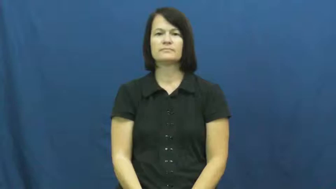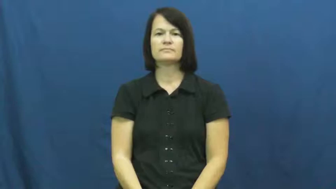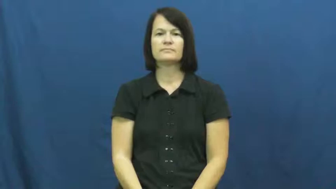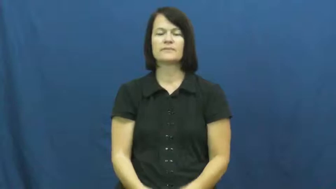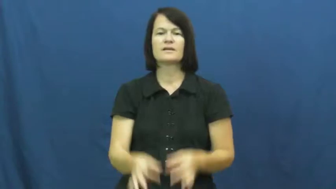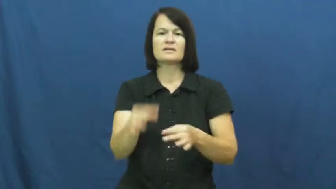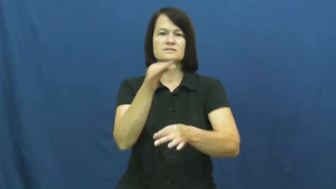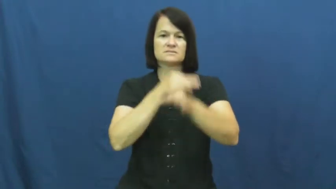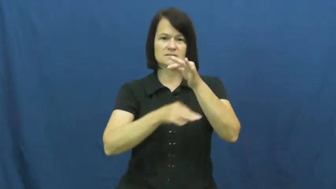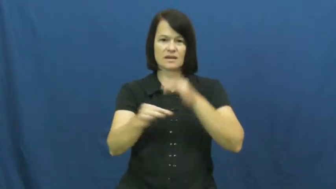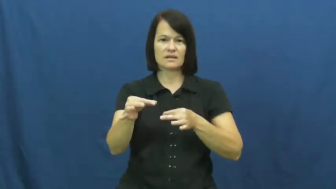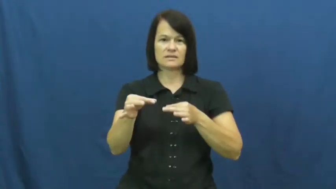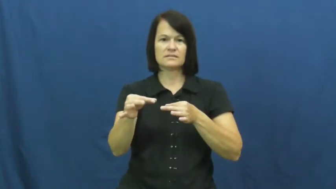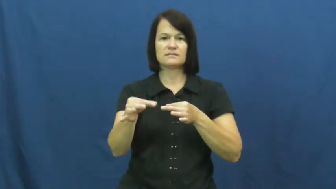fill in,sit in,stand in